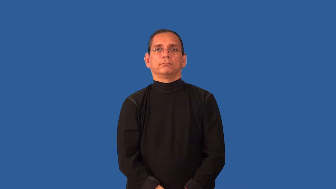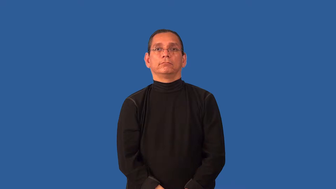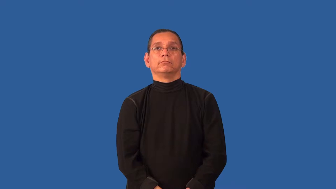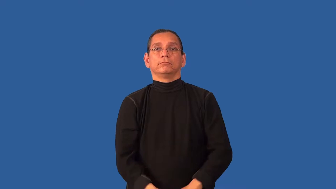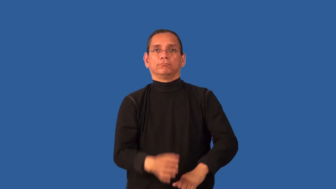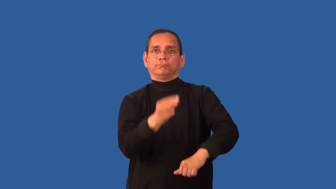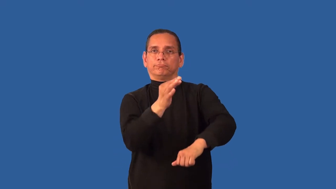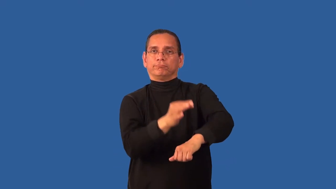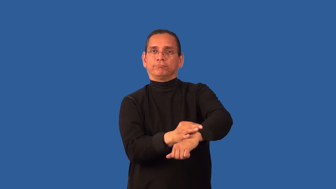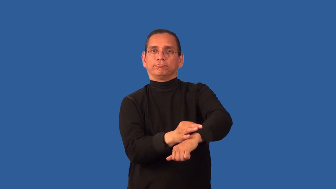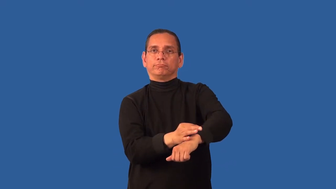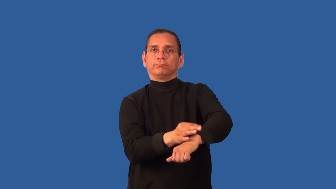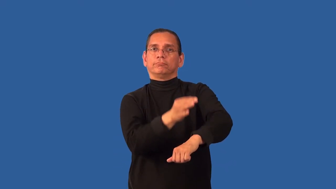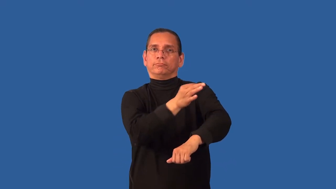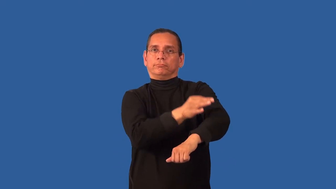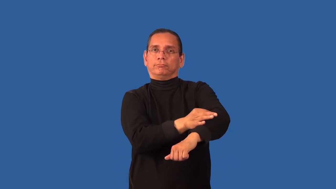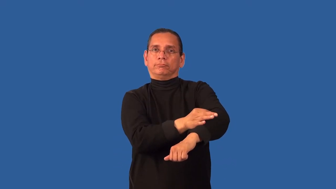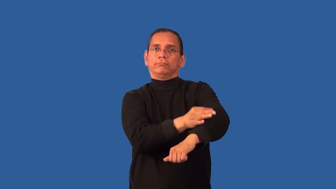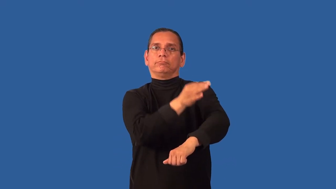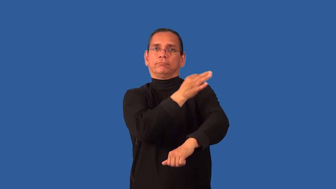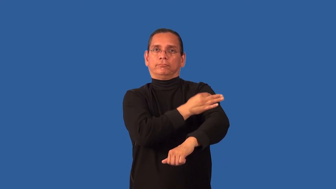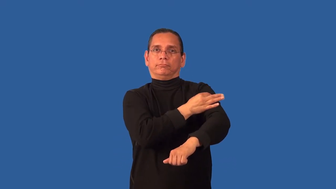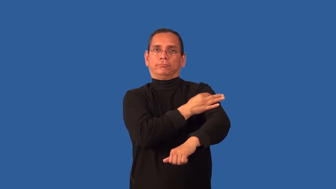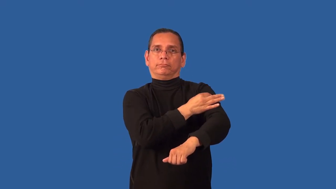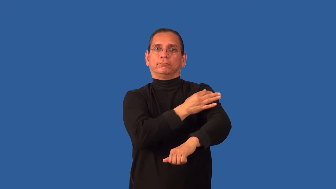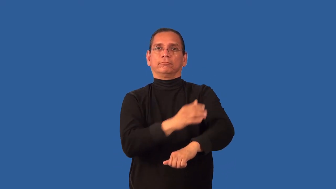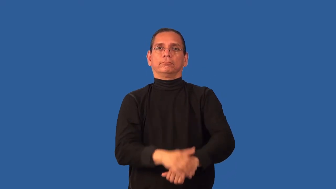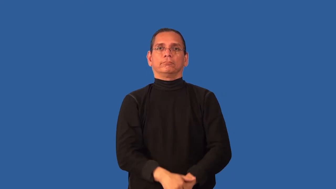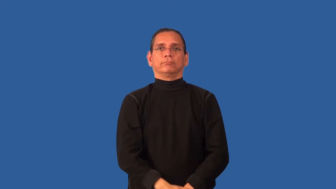acupuncture